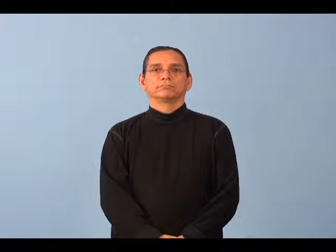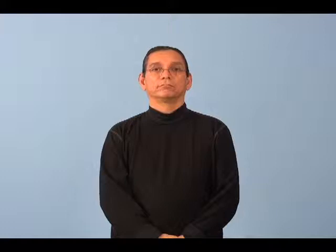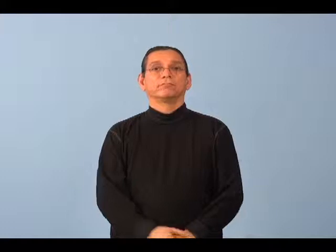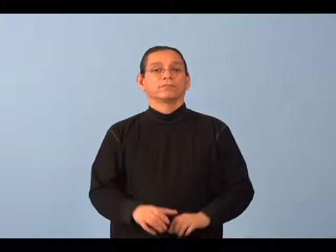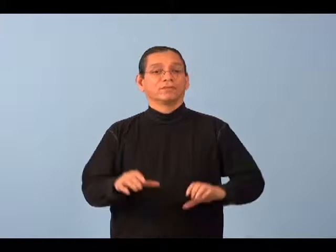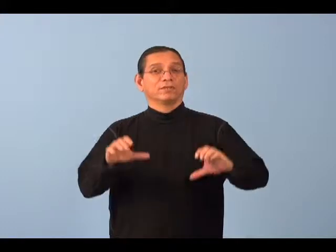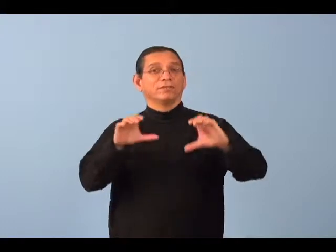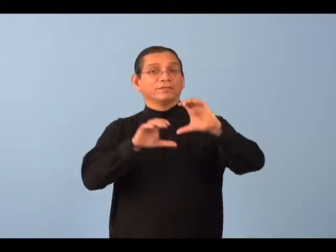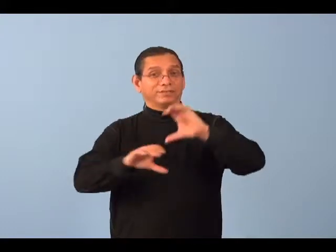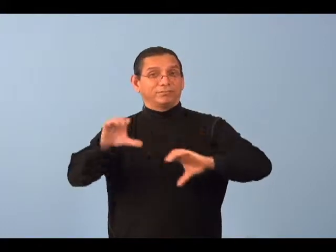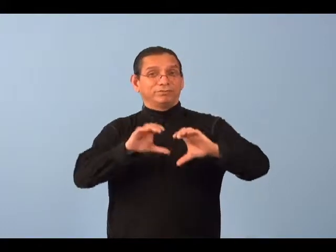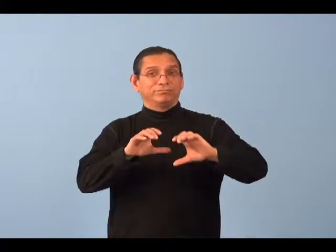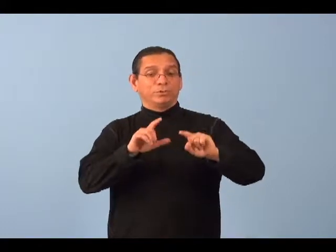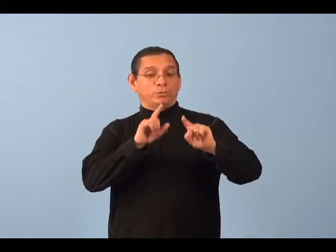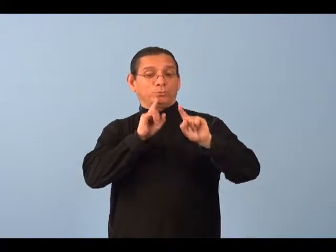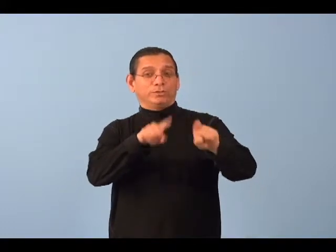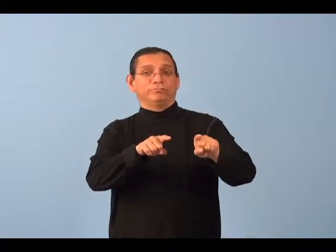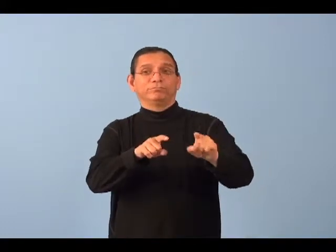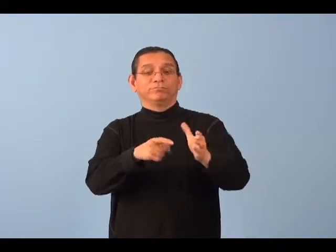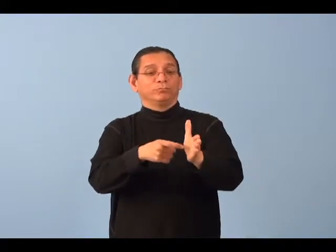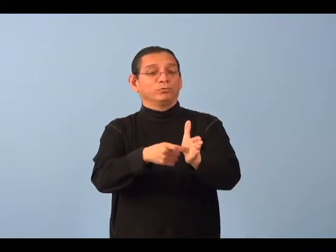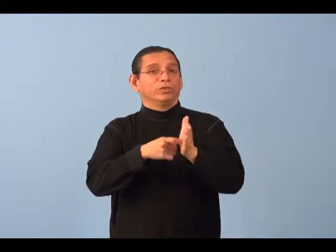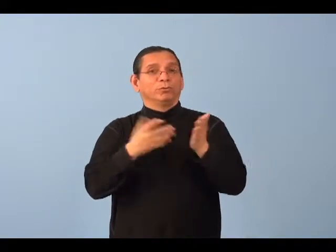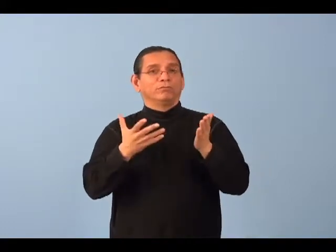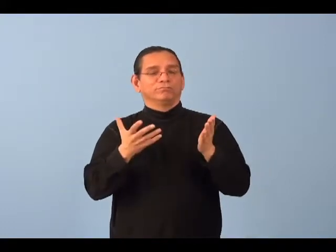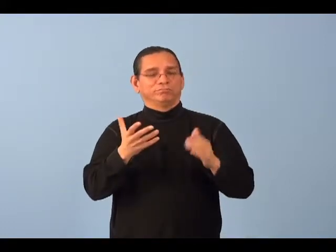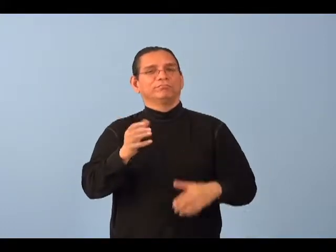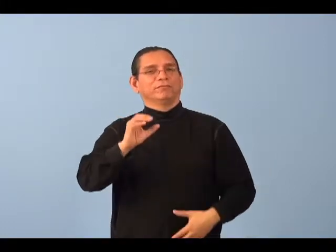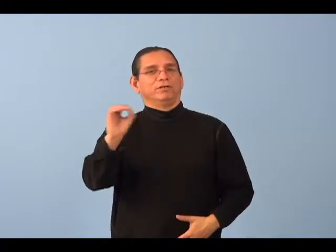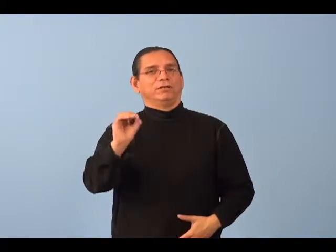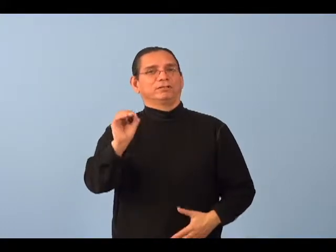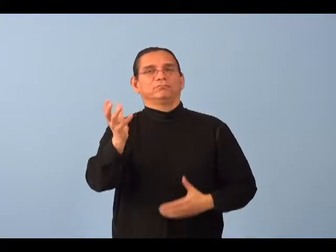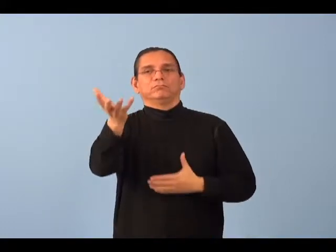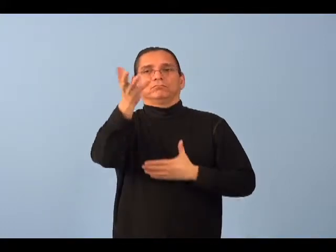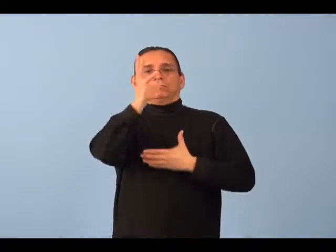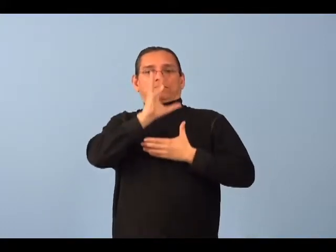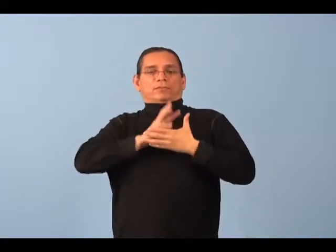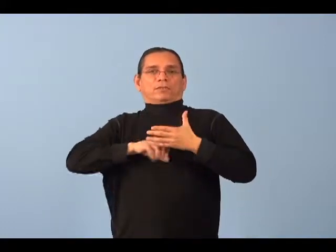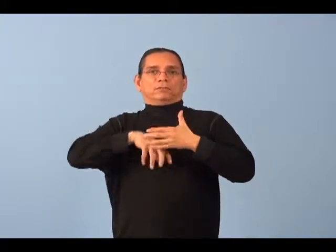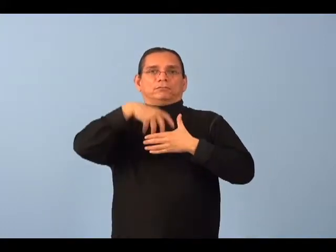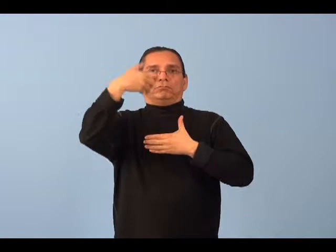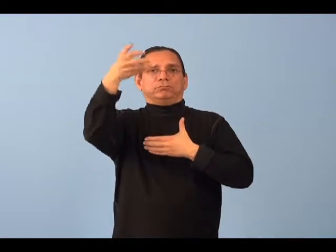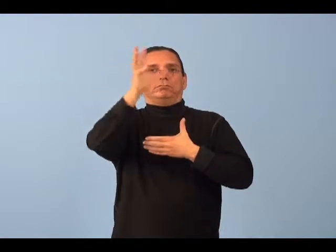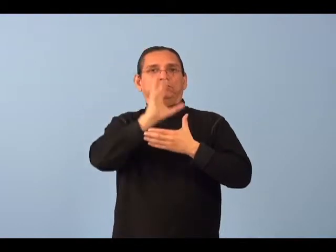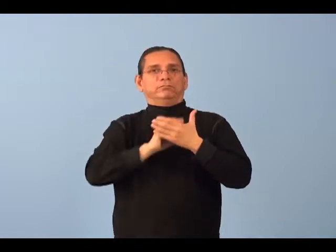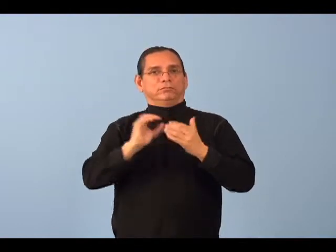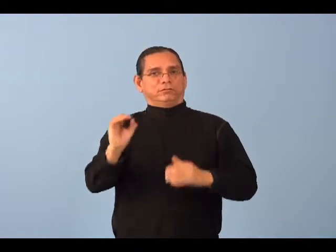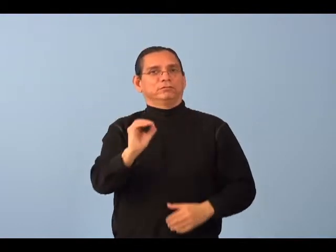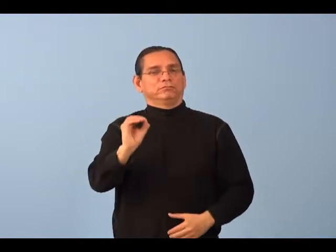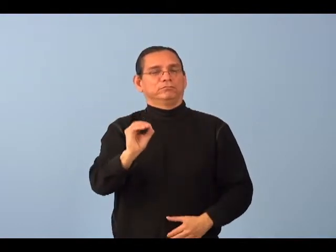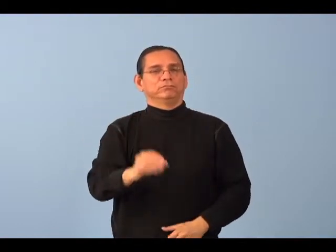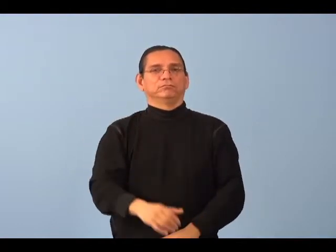aerobic-oxygen